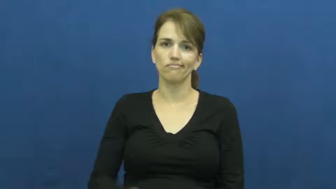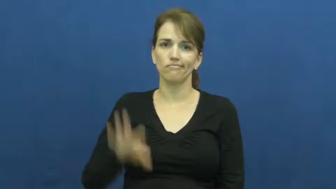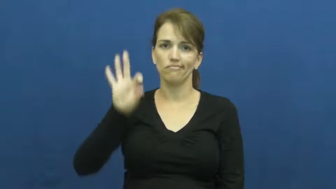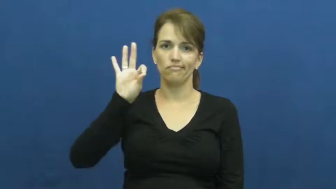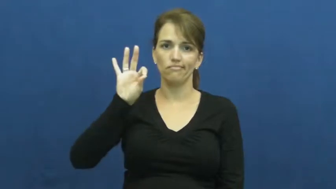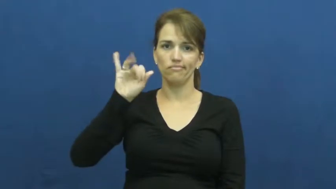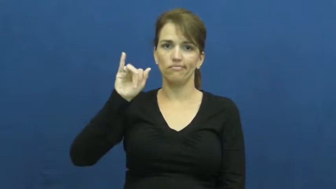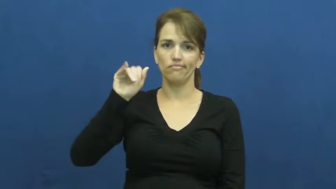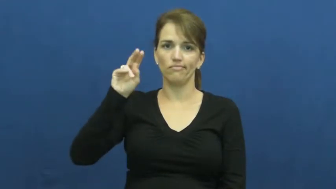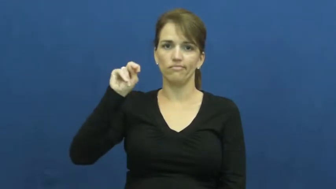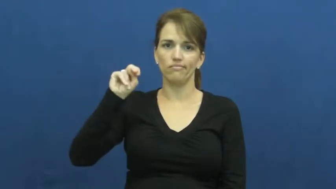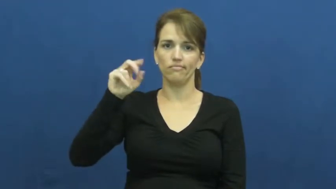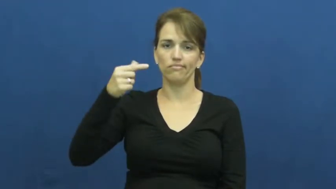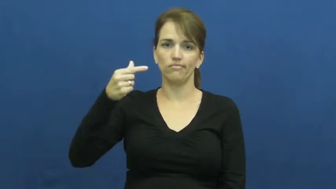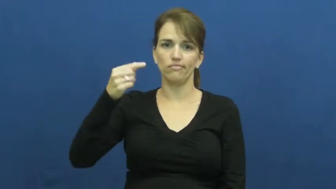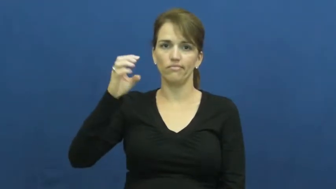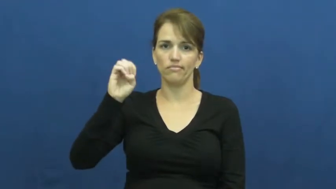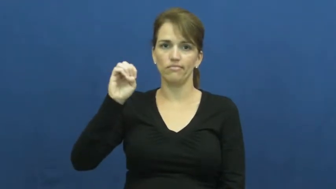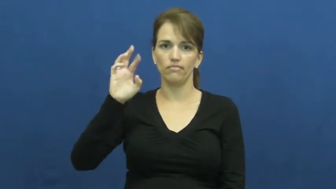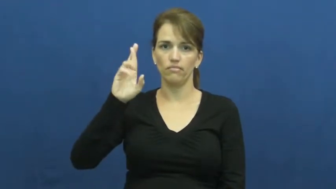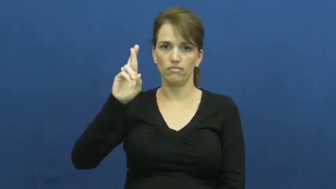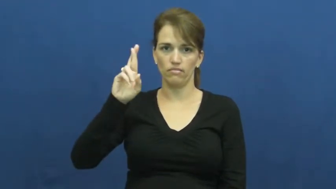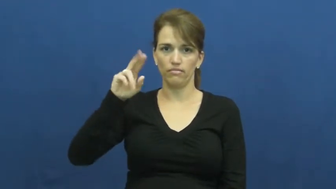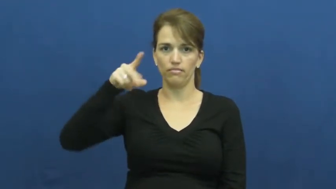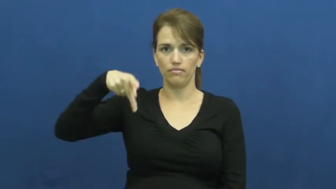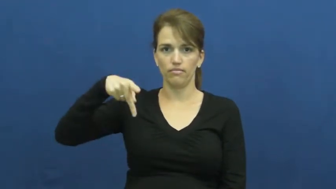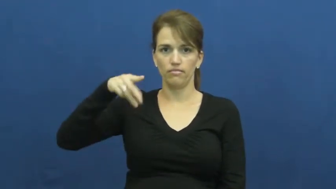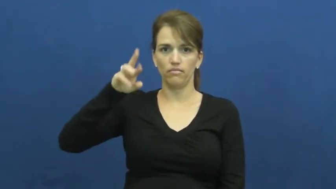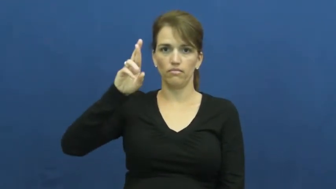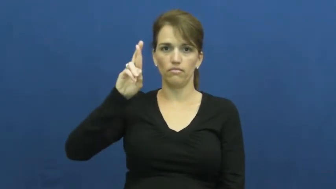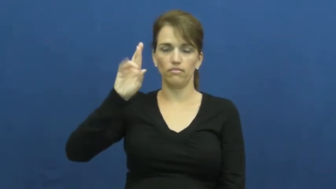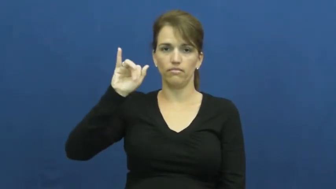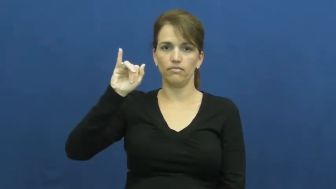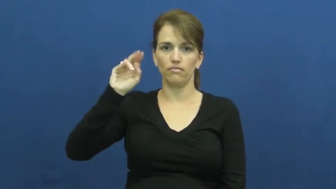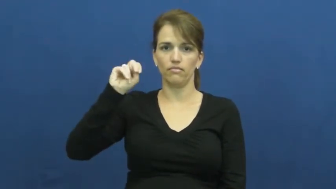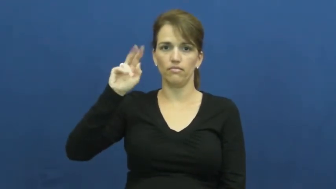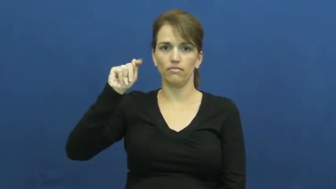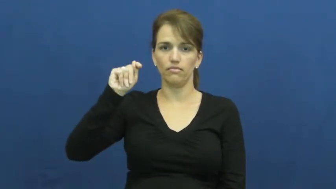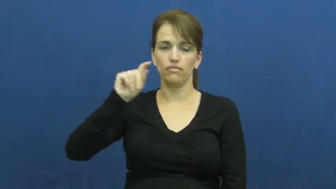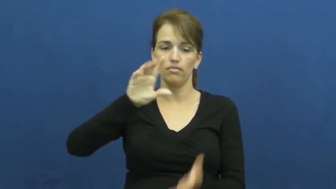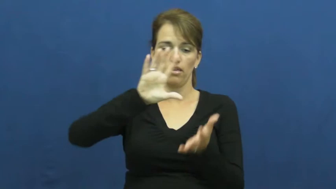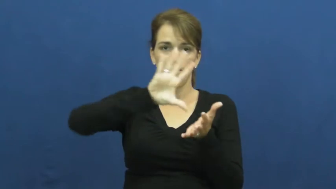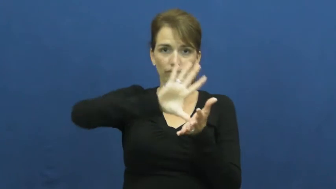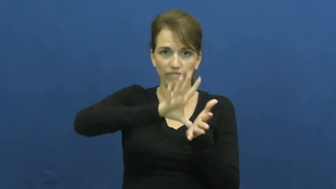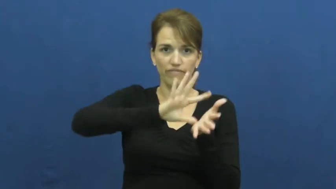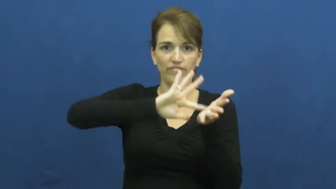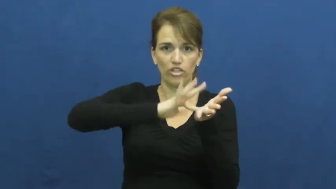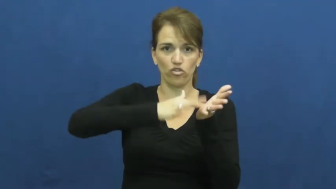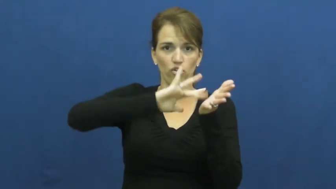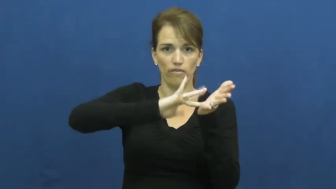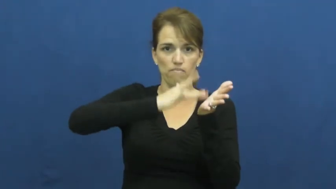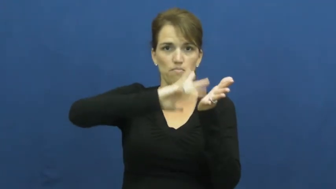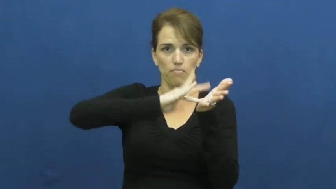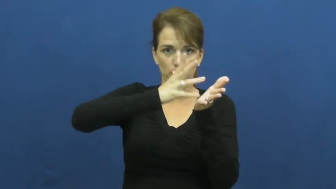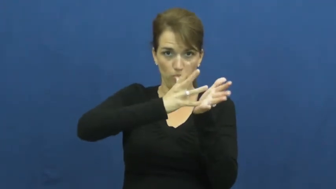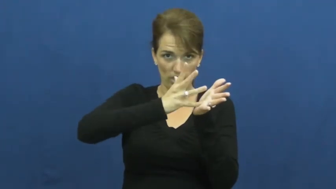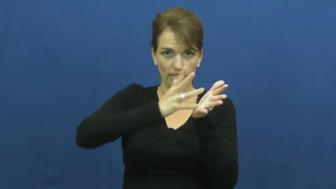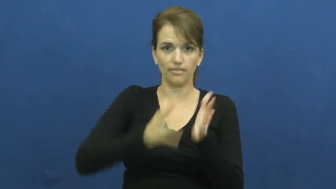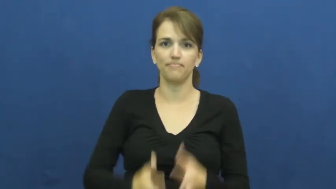fingerprint